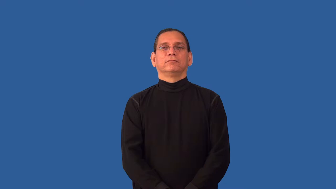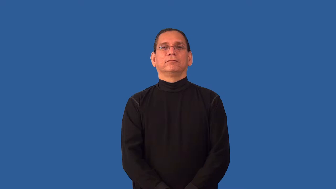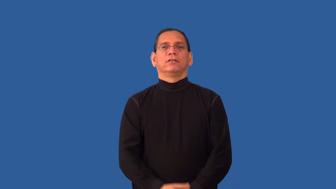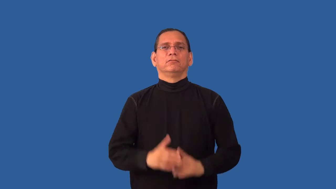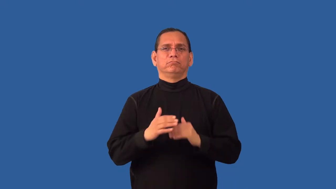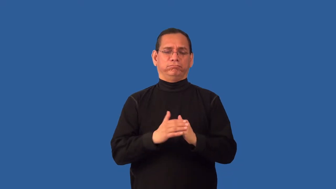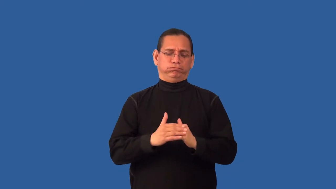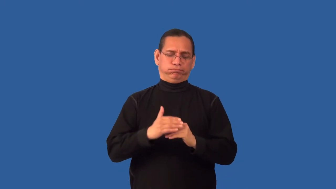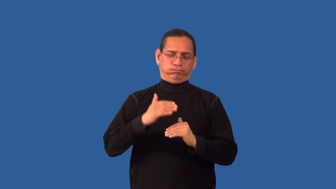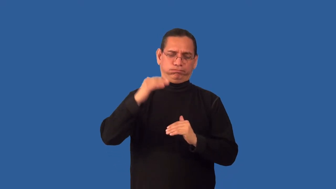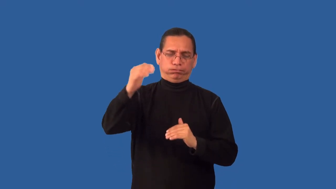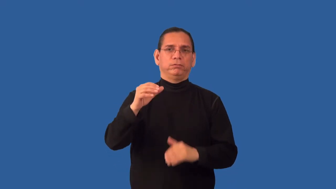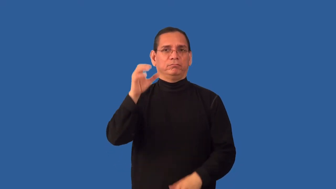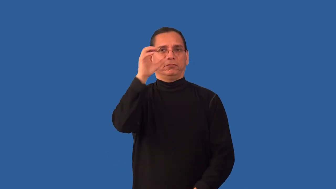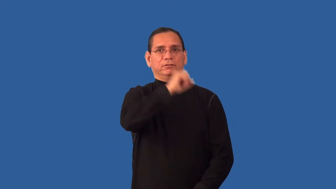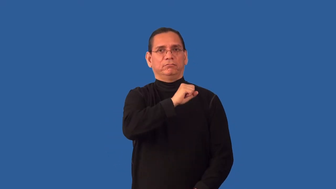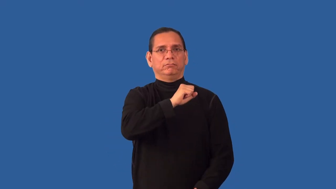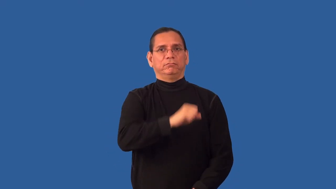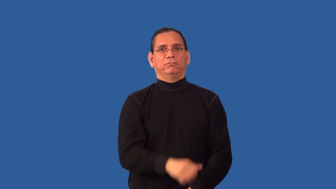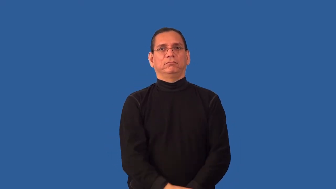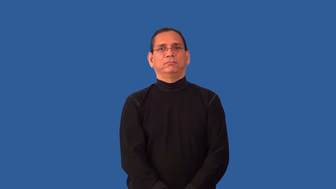overestimate